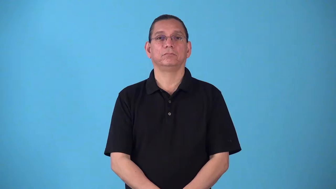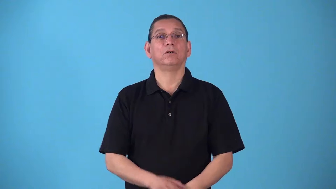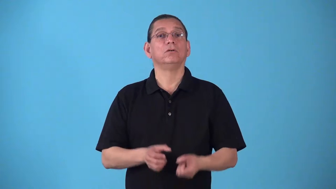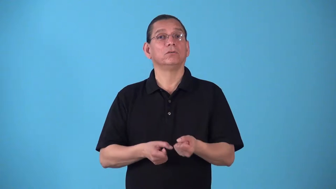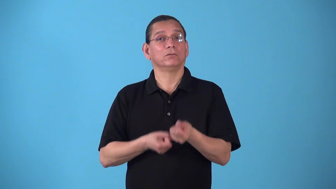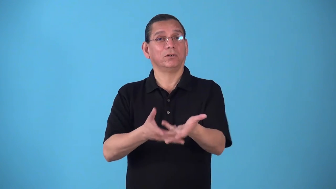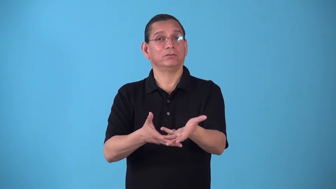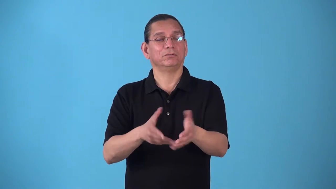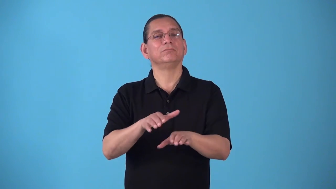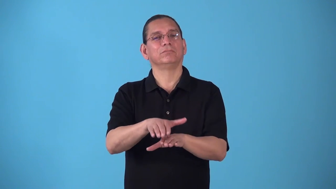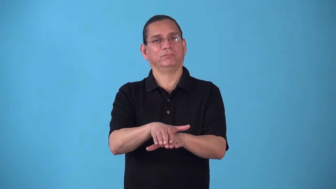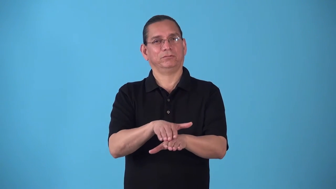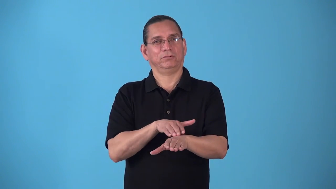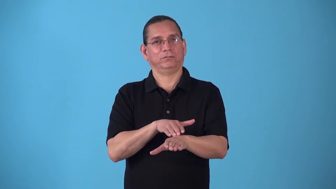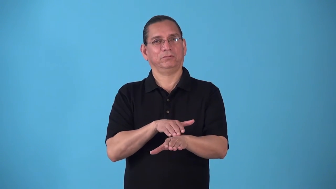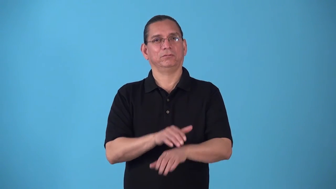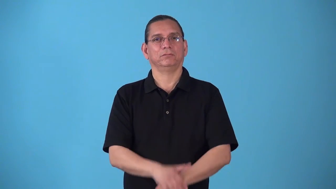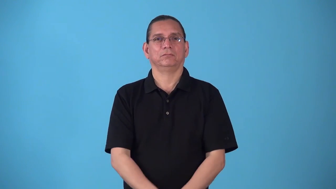slacken-cause to slow down